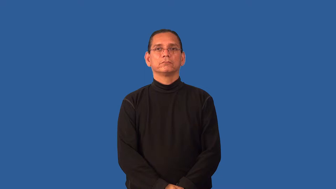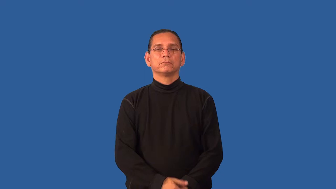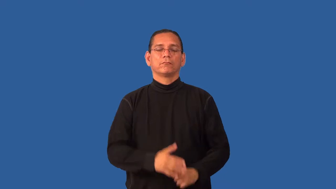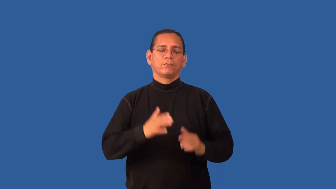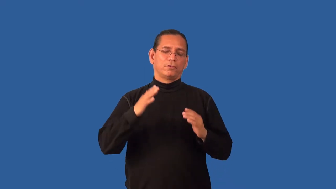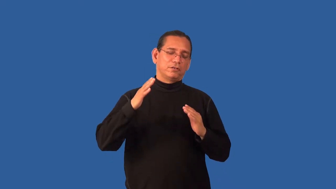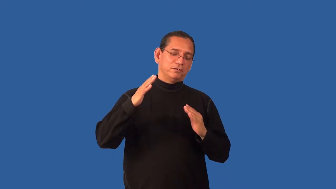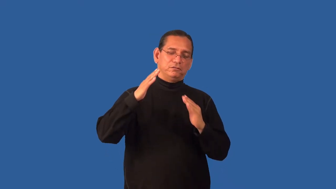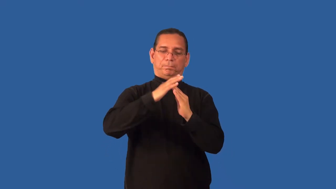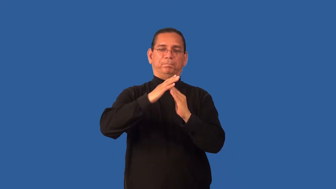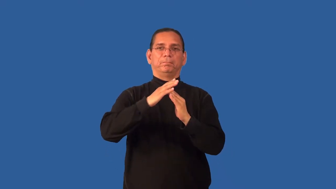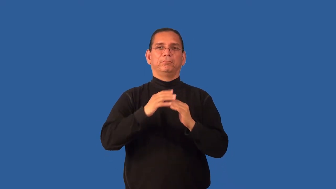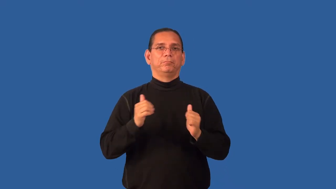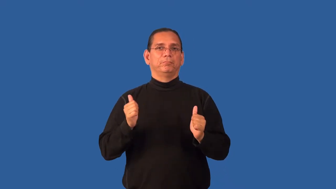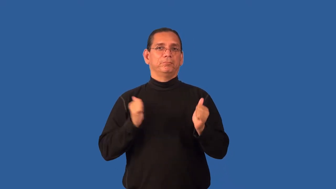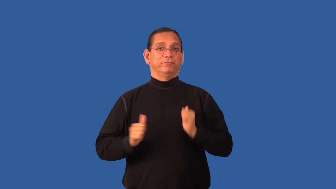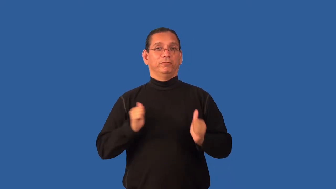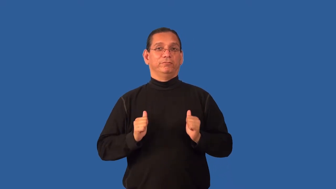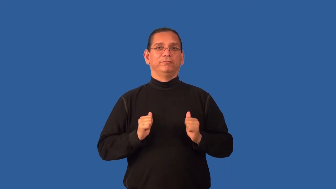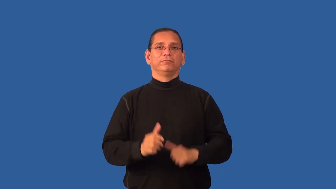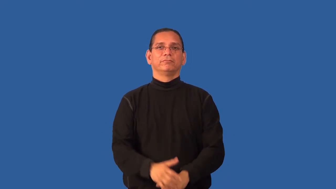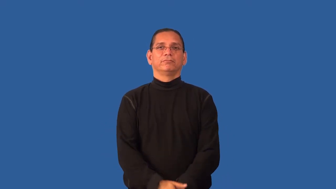headline,star-of show